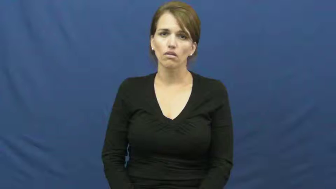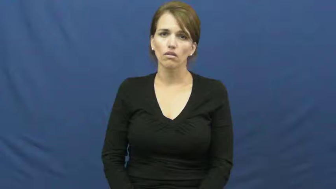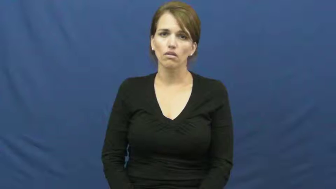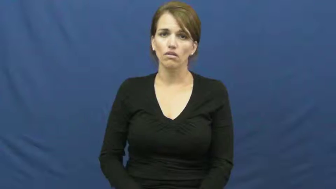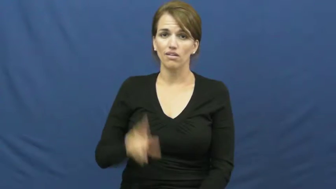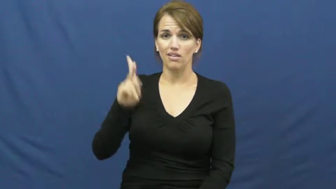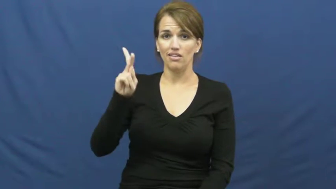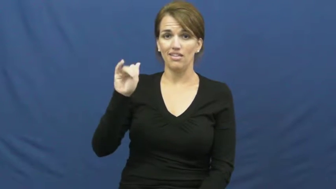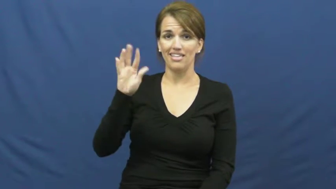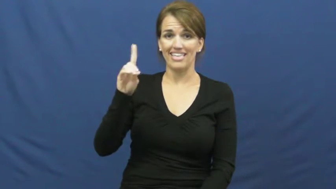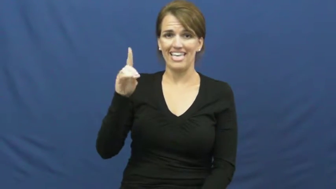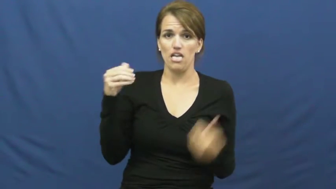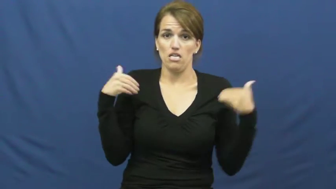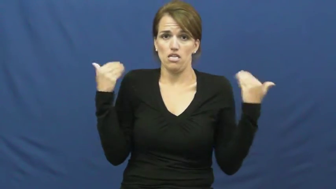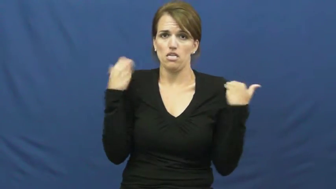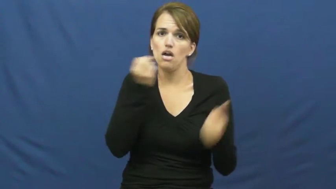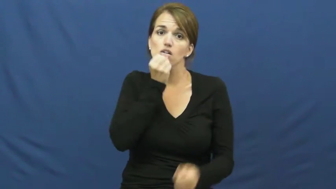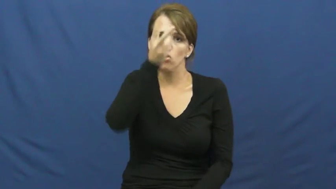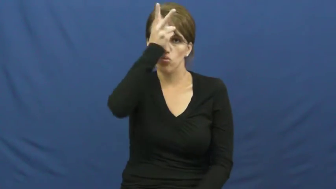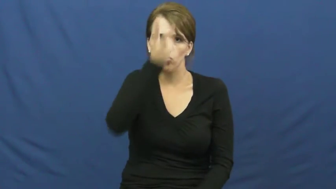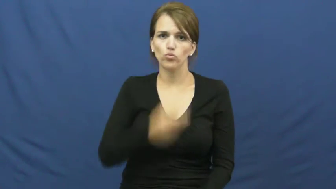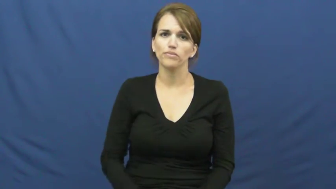kid-goat